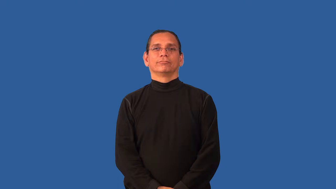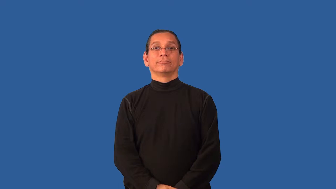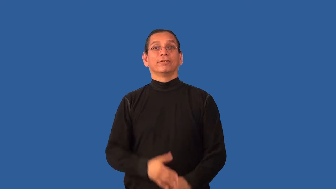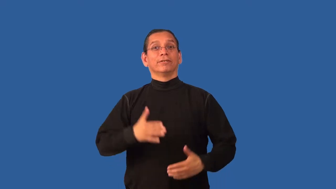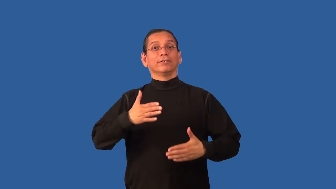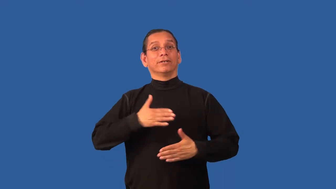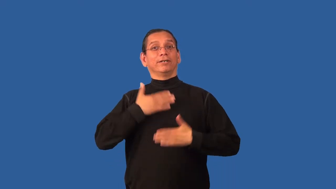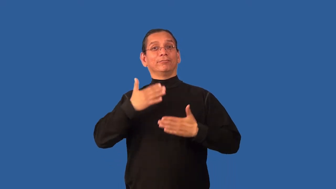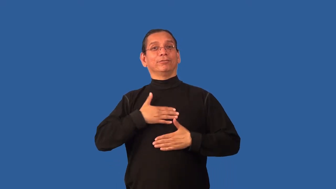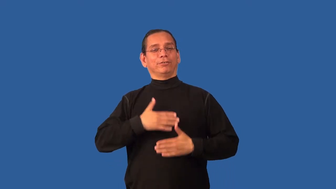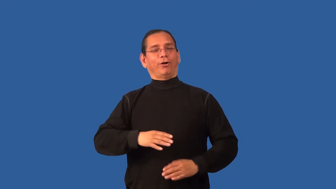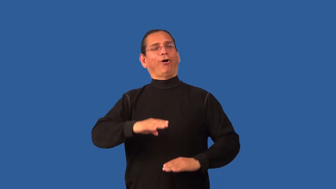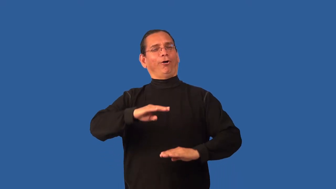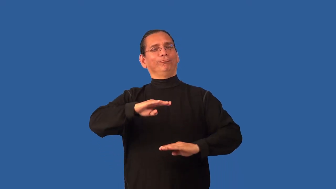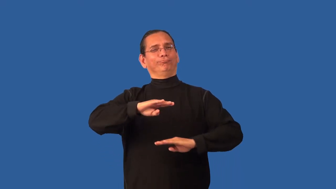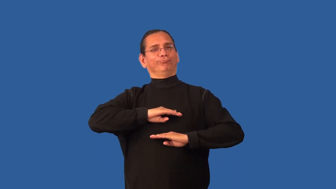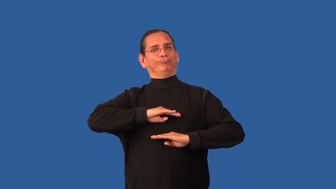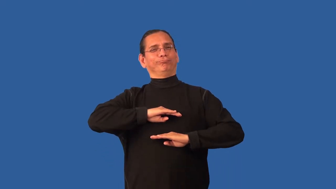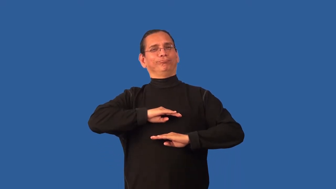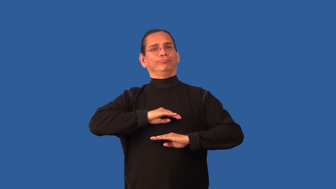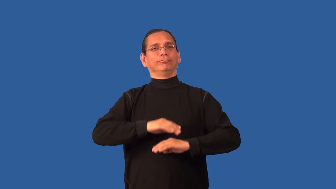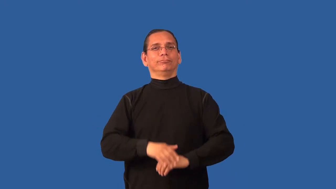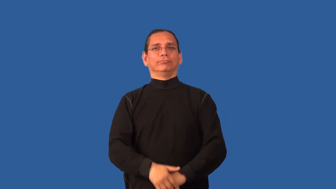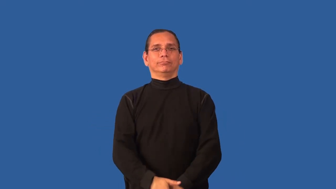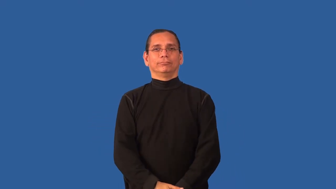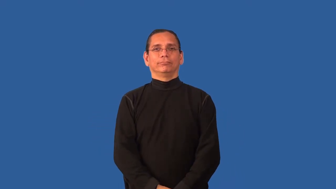blissful,idyllic